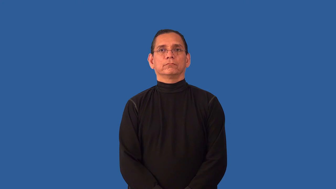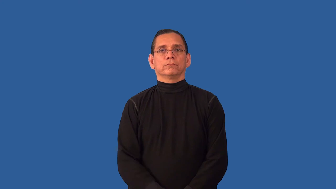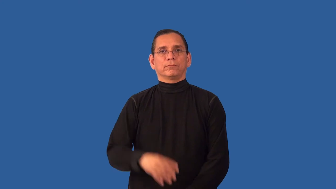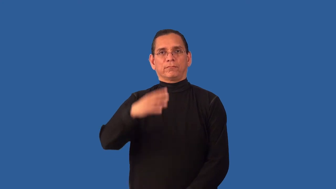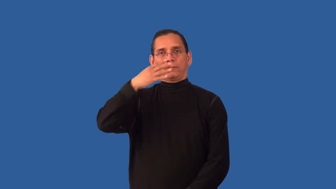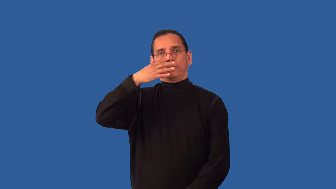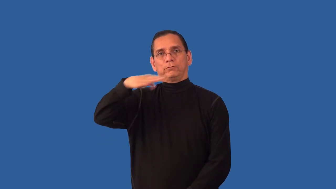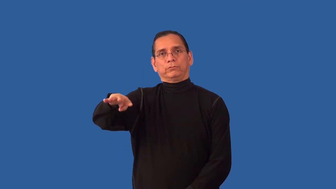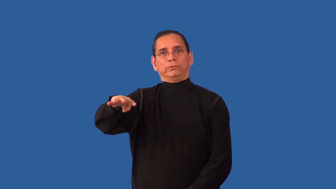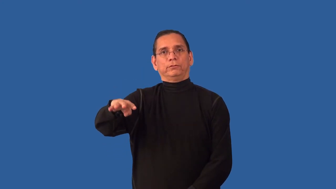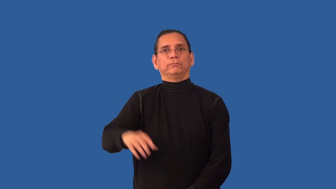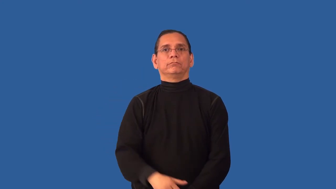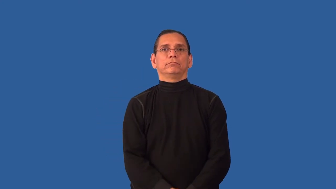unheeded,untended